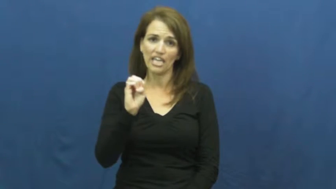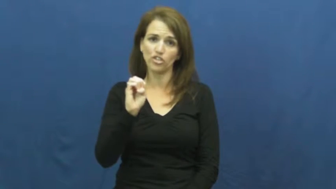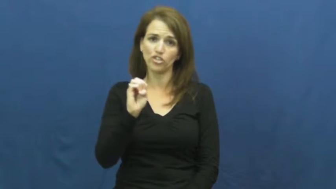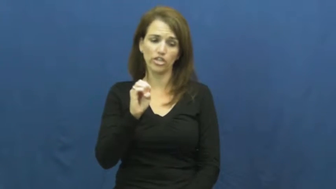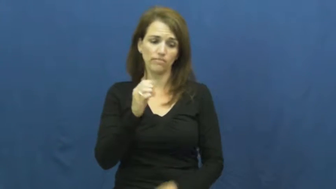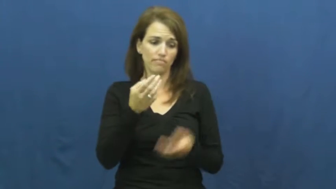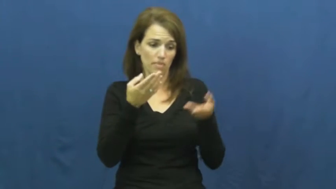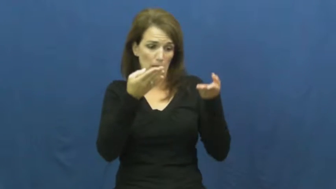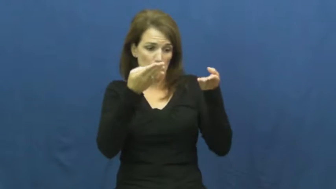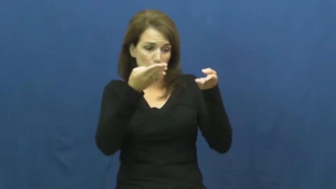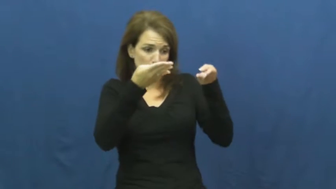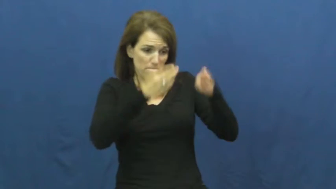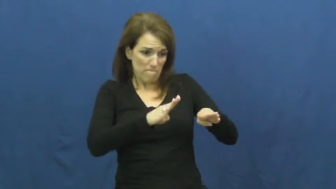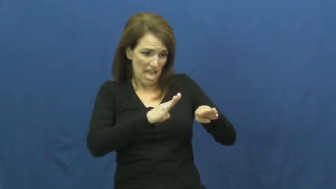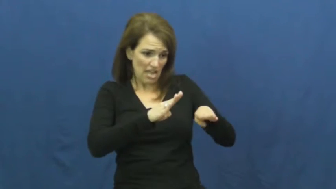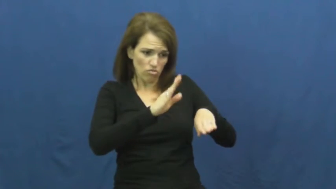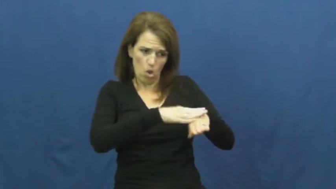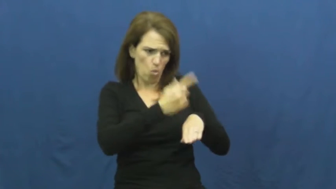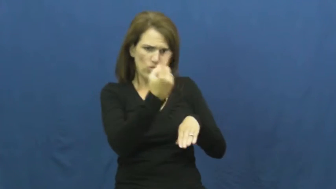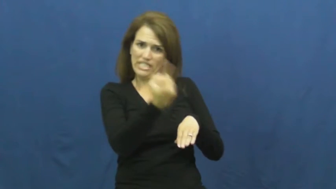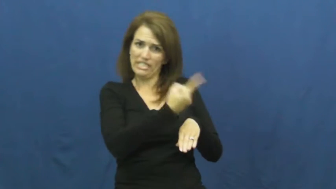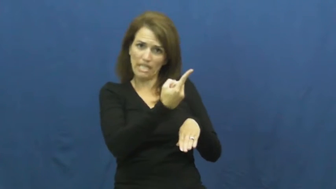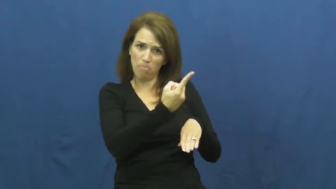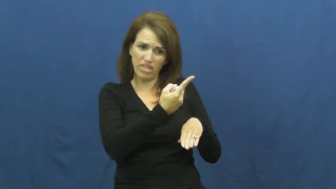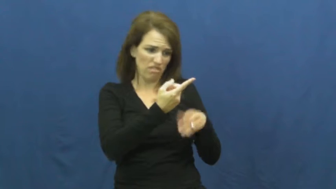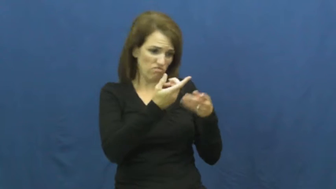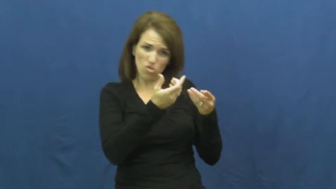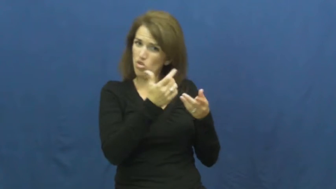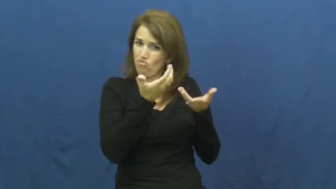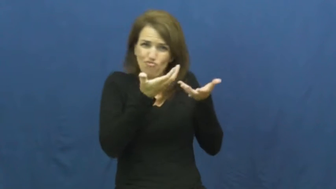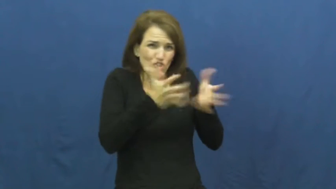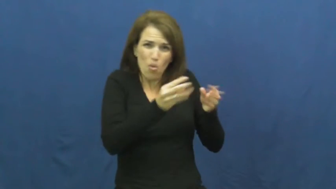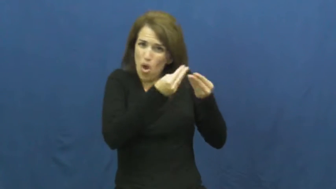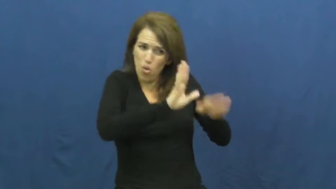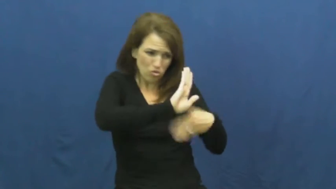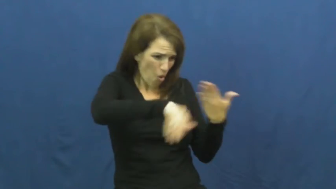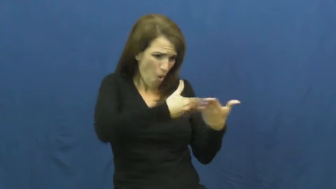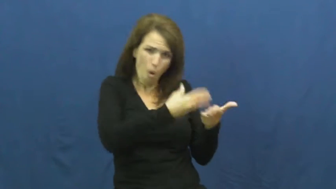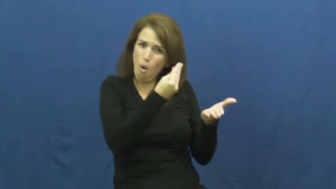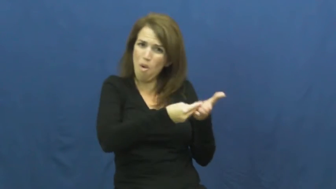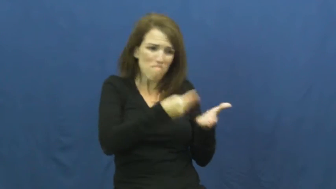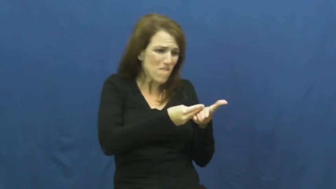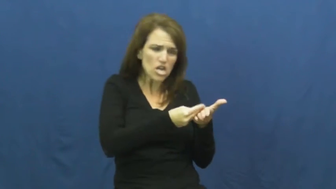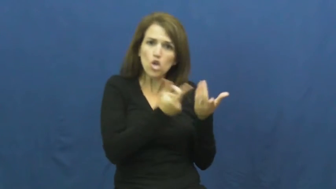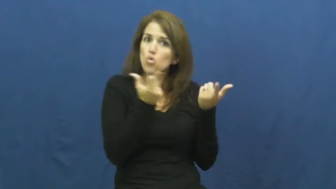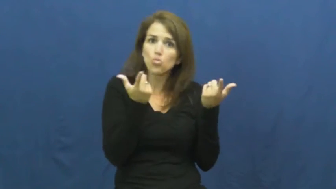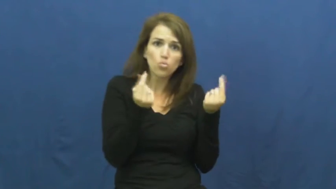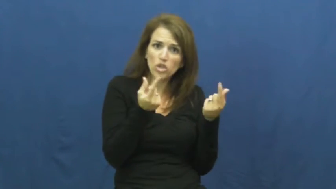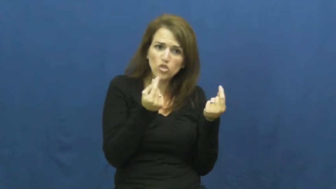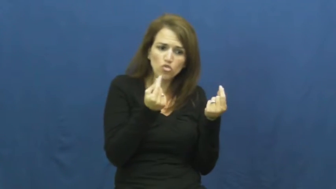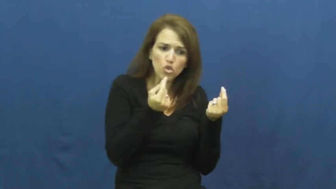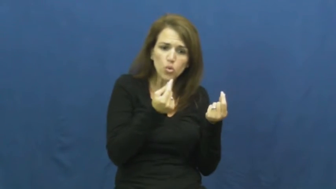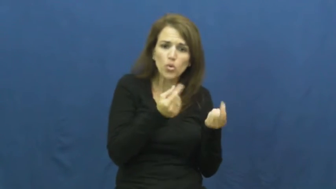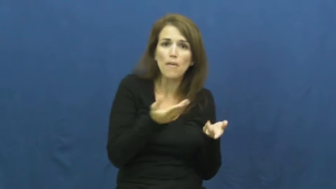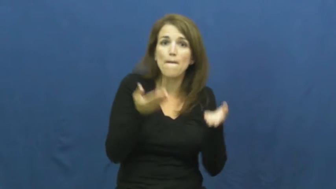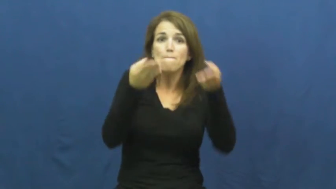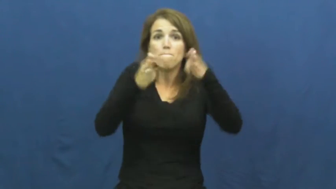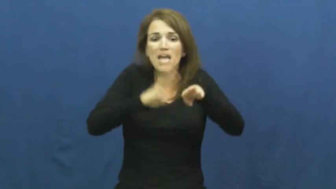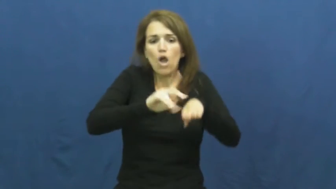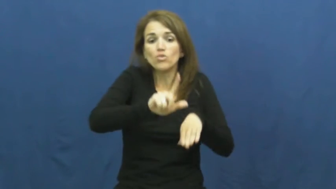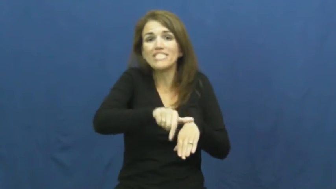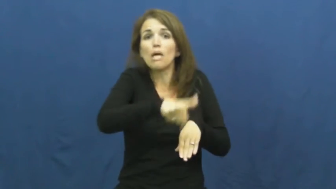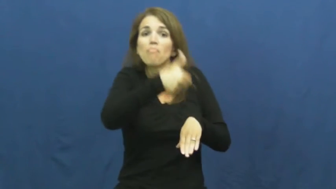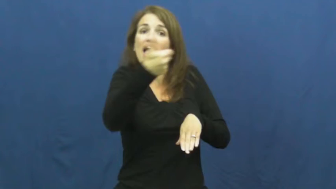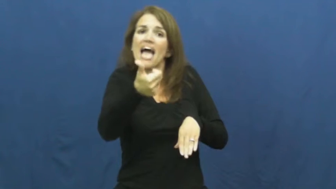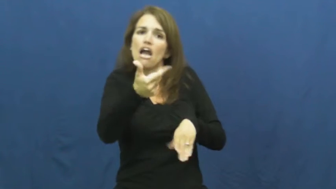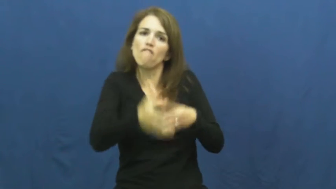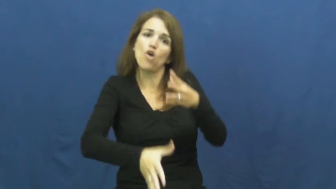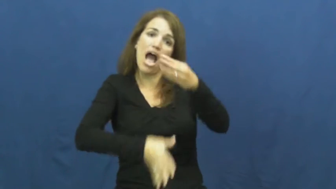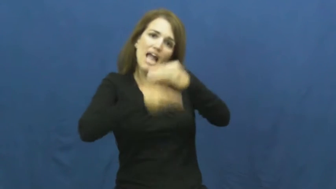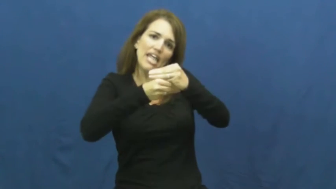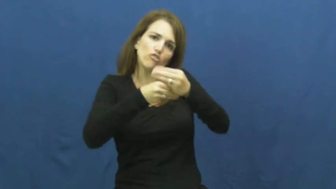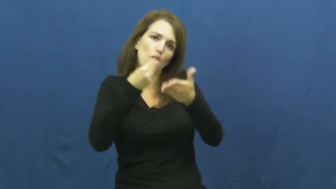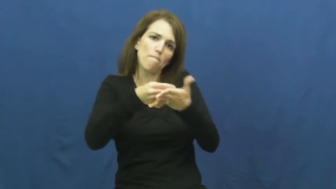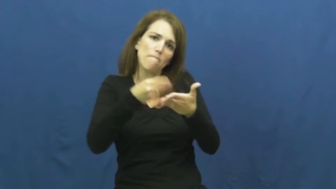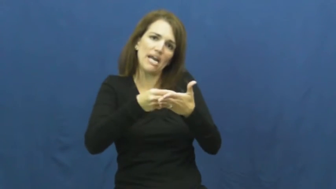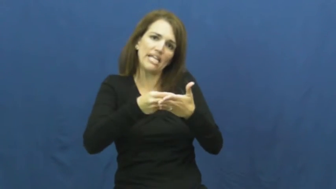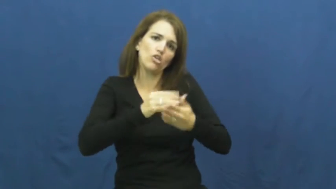hedge-bet